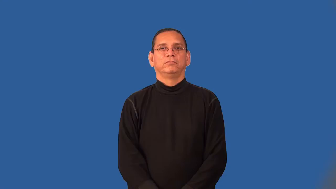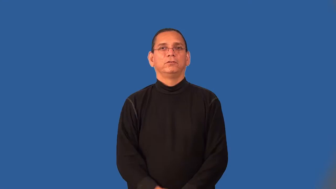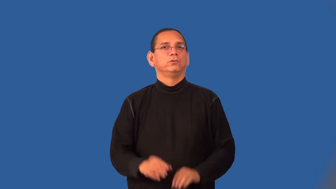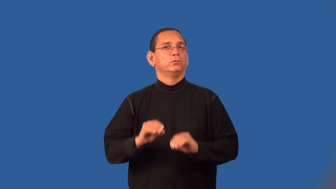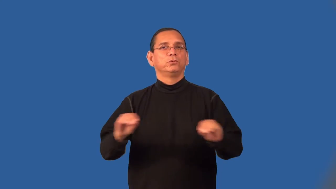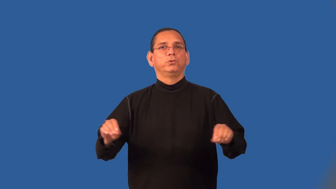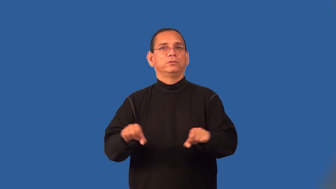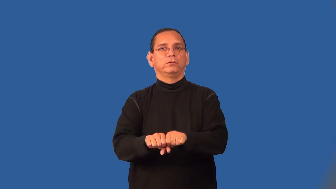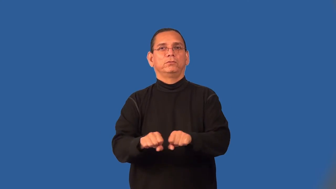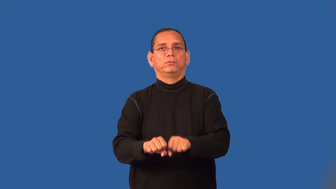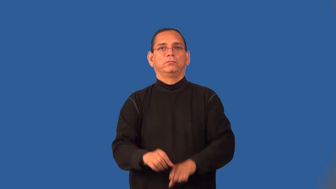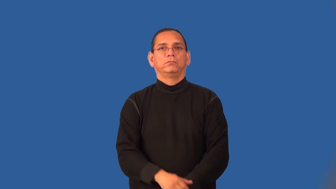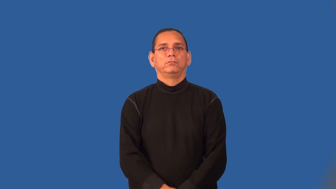shoeless